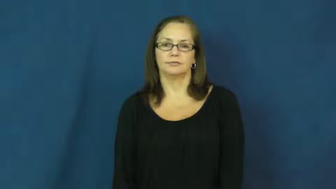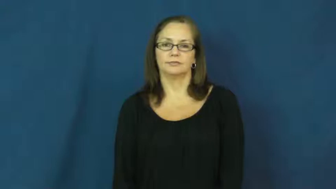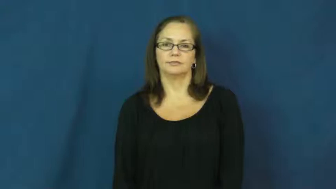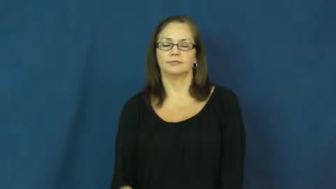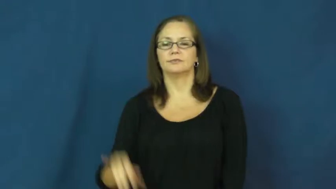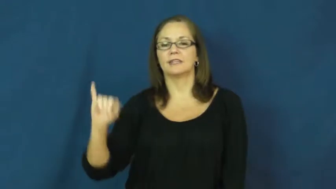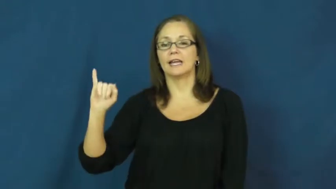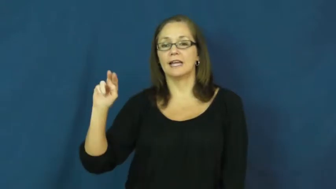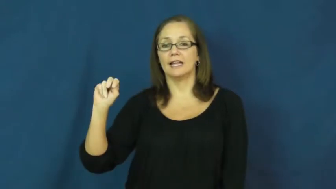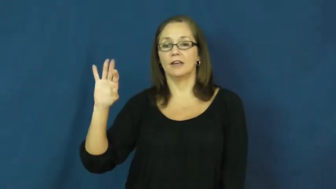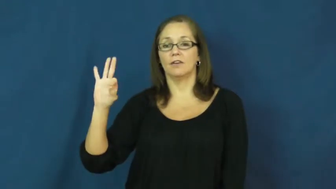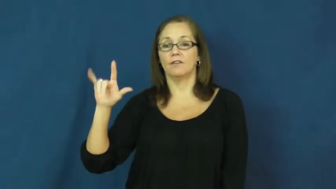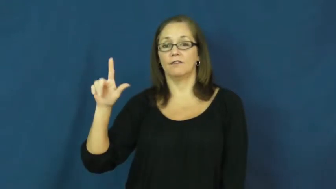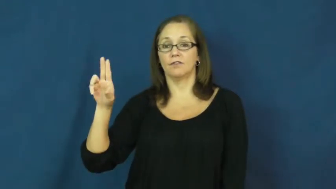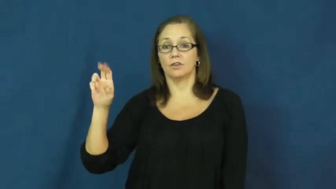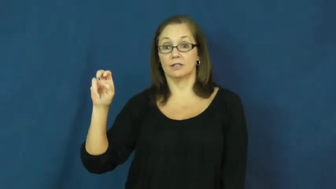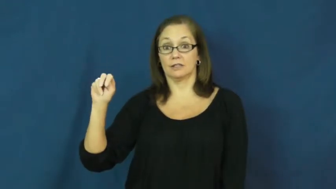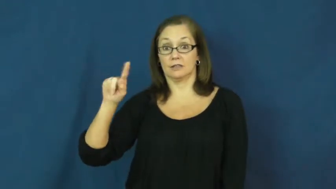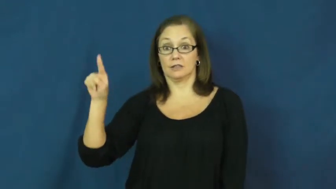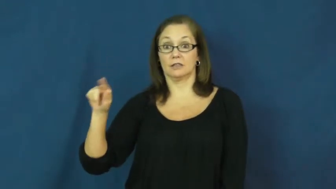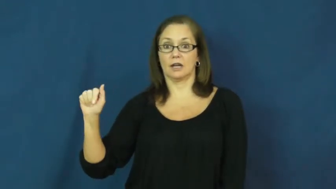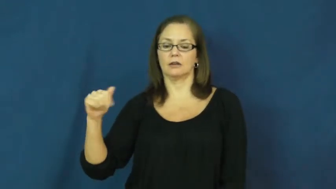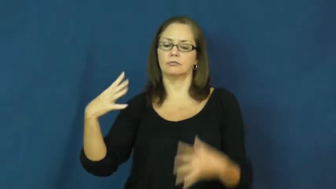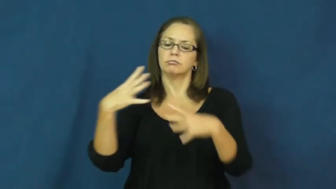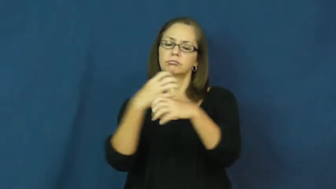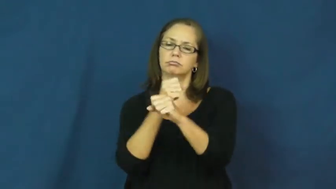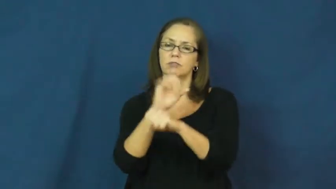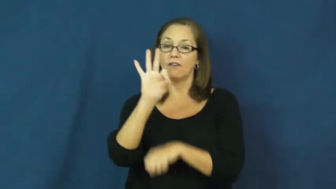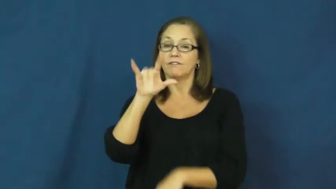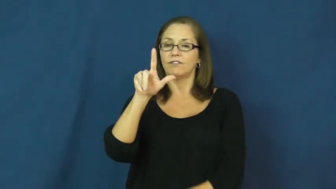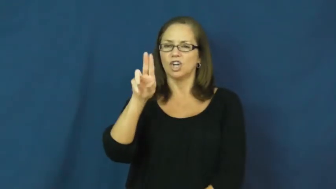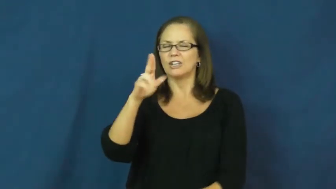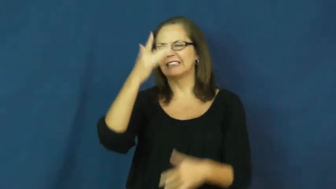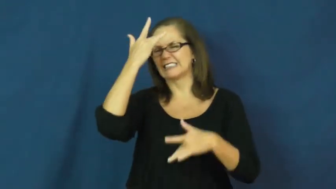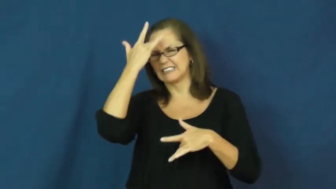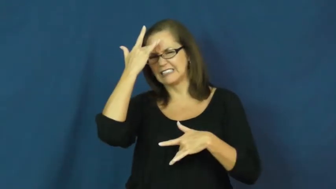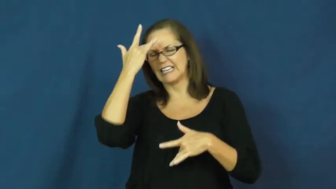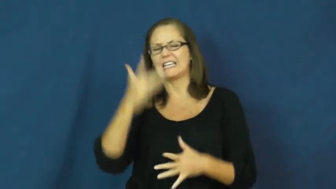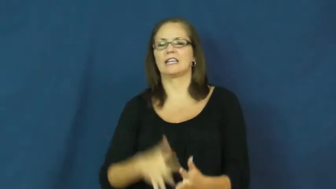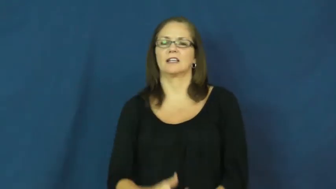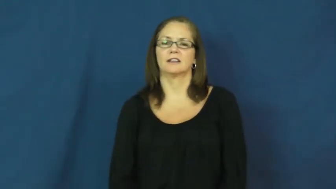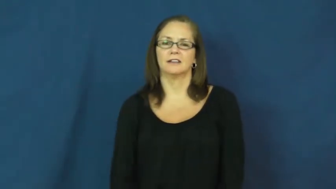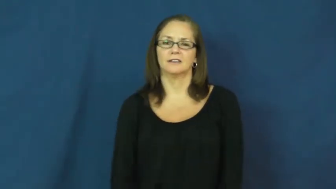influenza